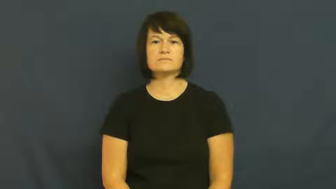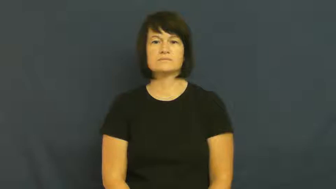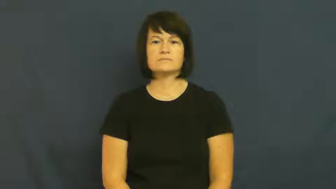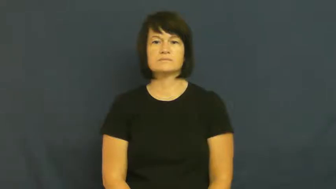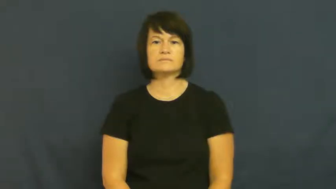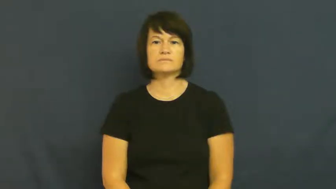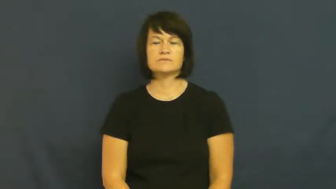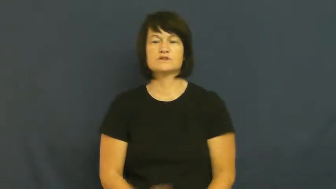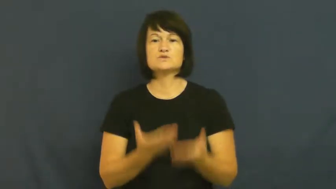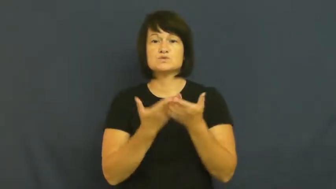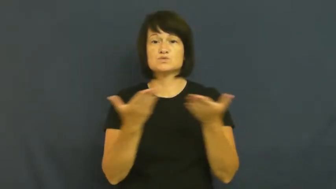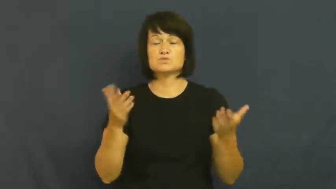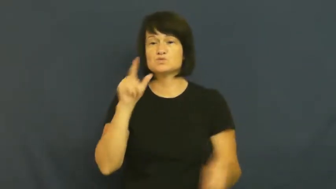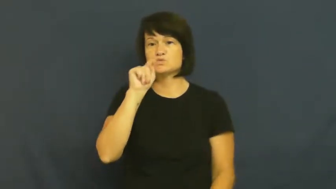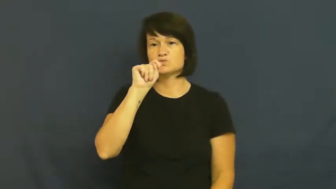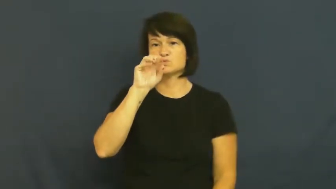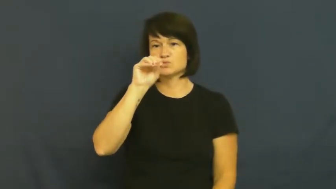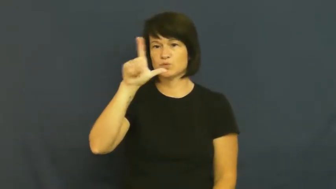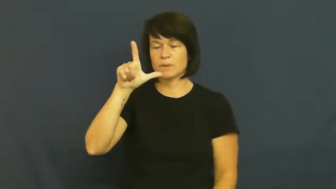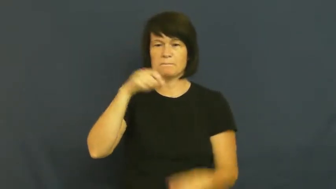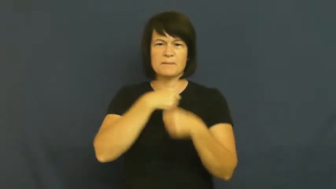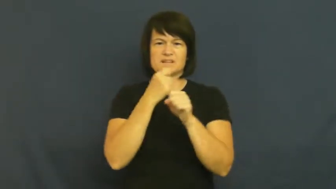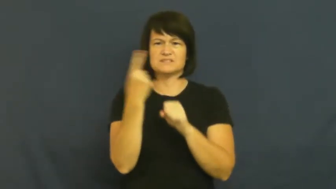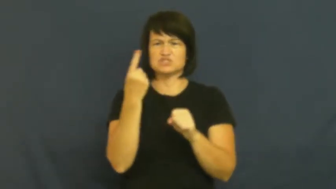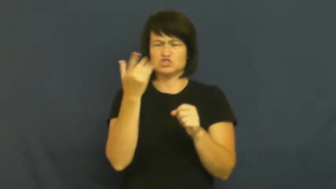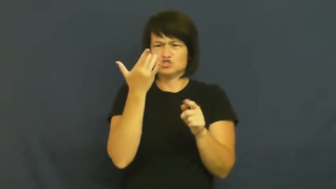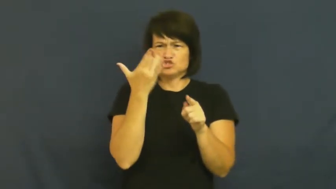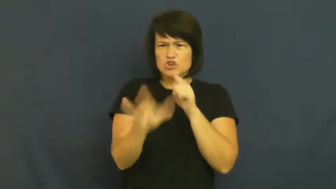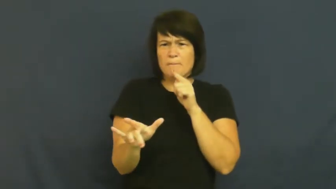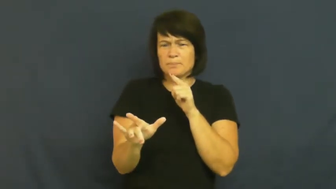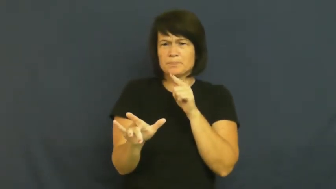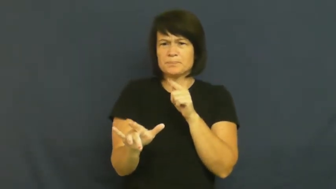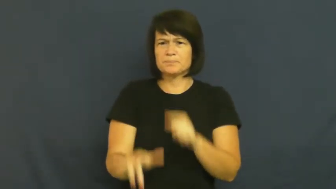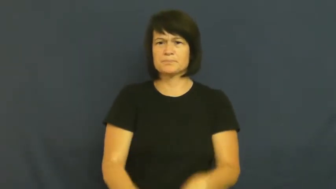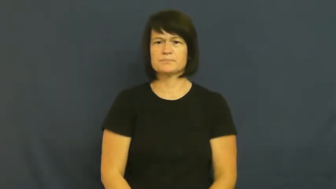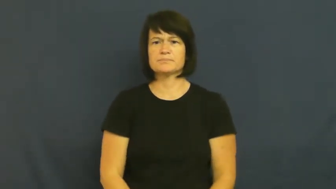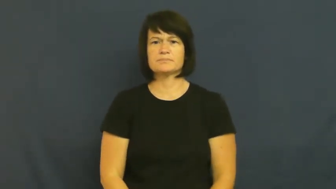sharpener-tool